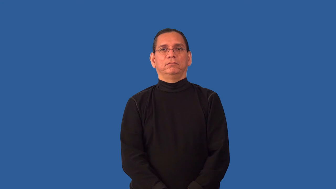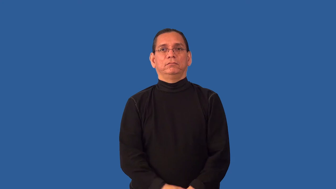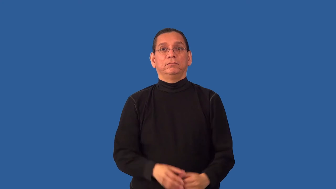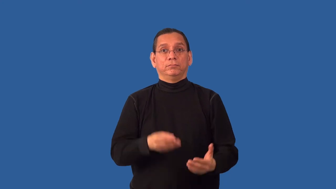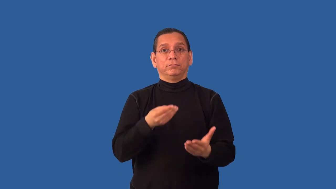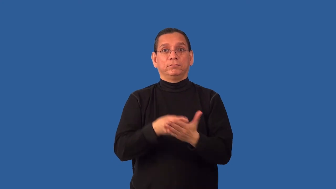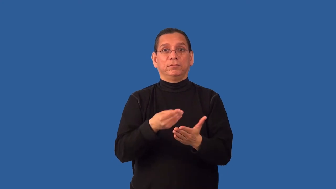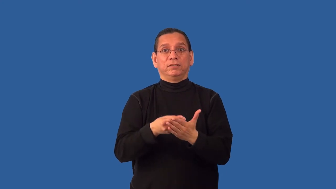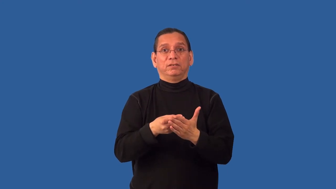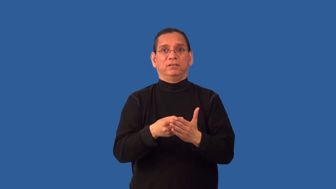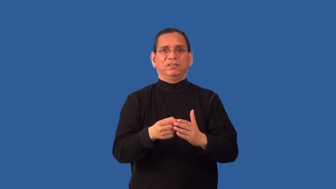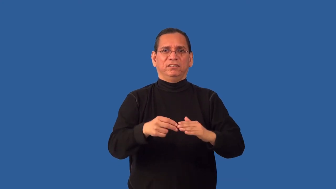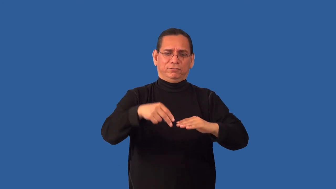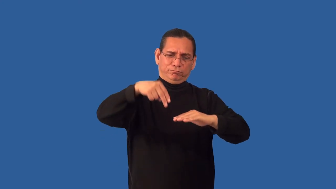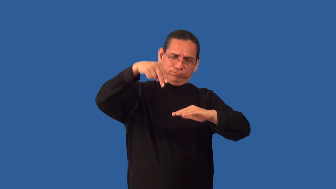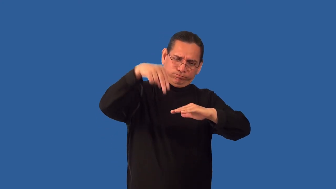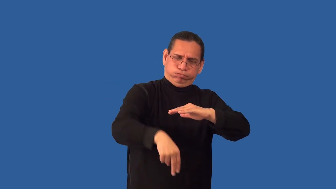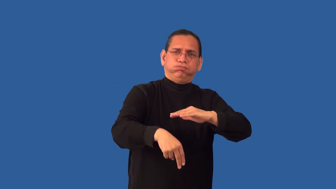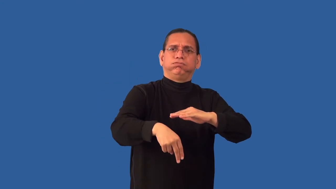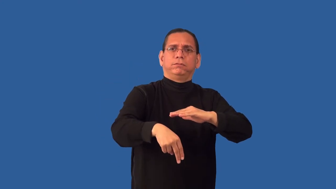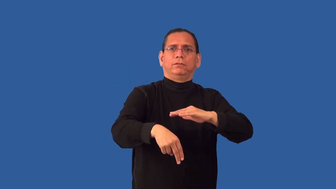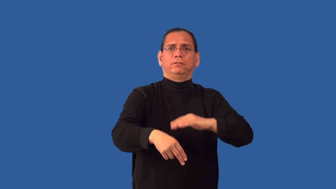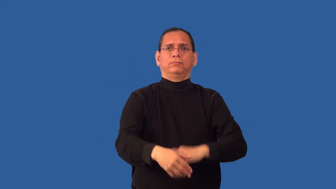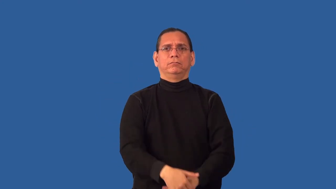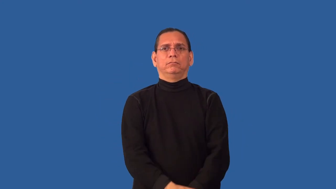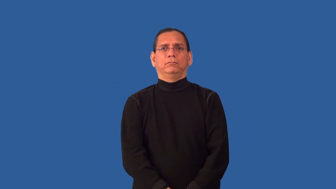overdrawn